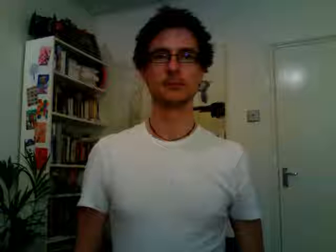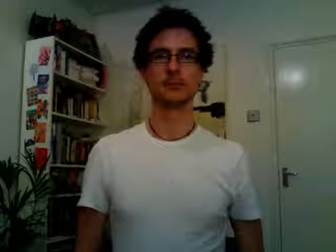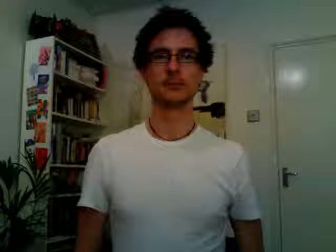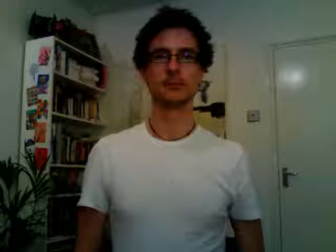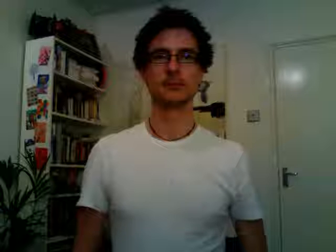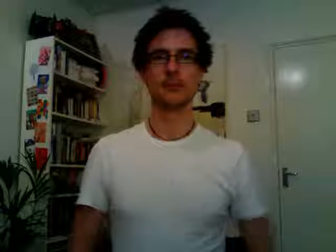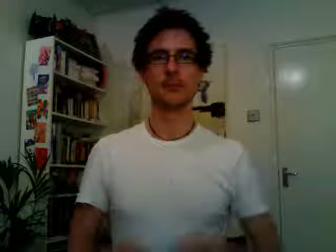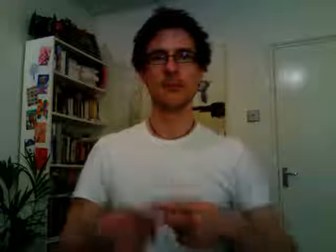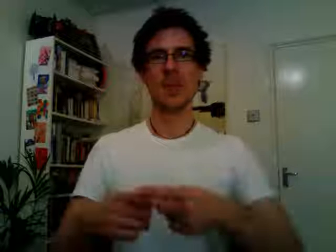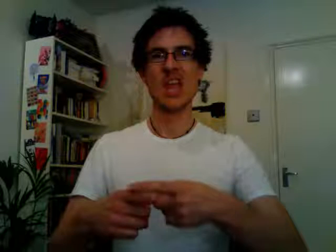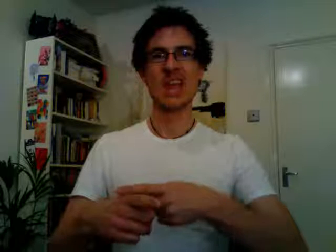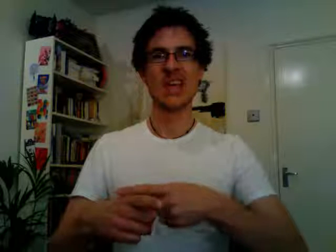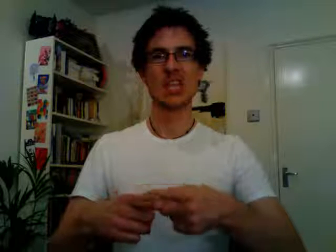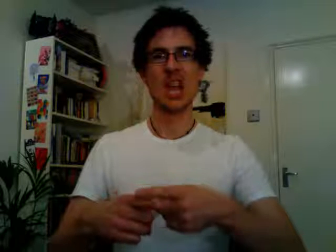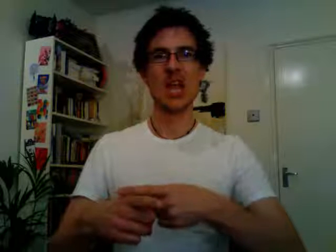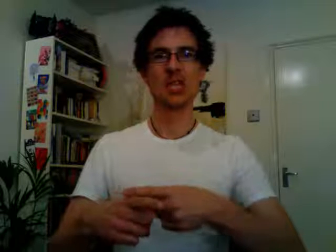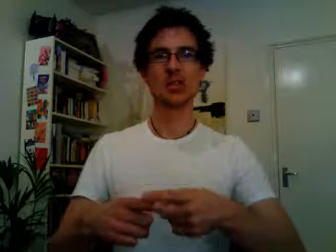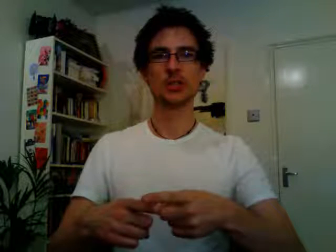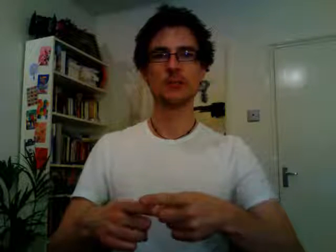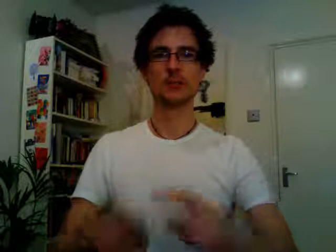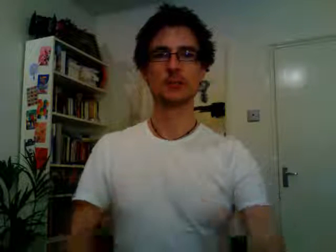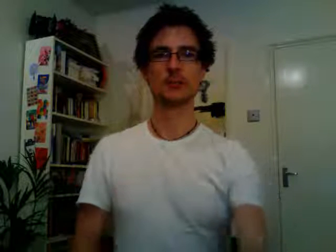english